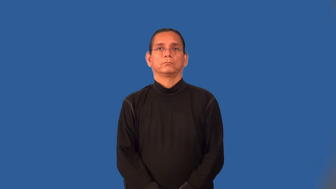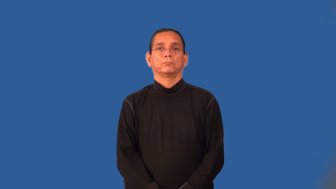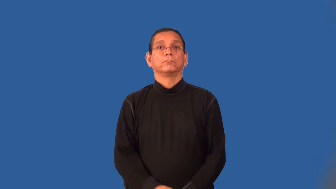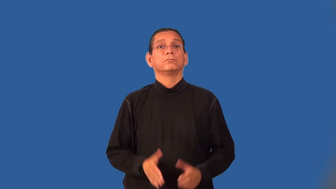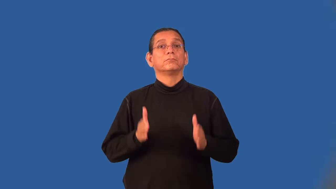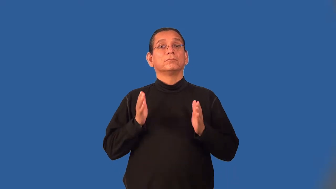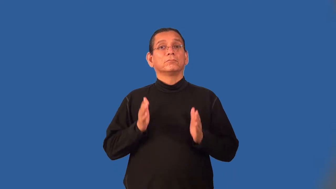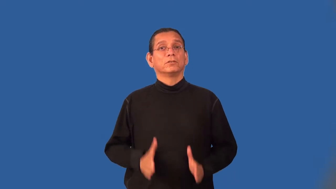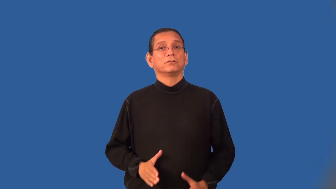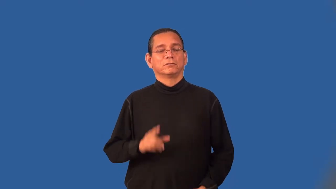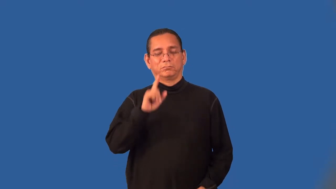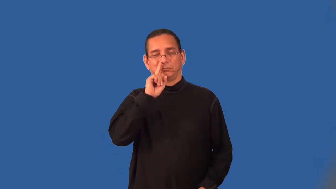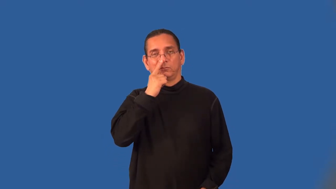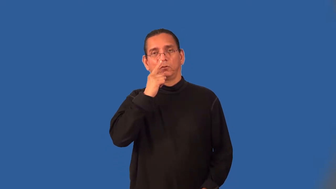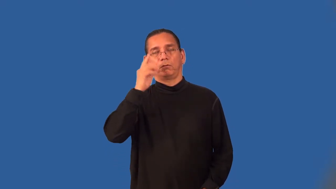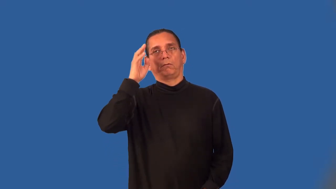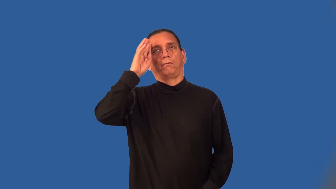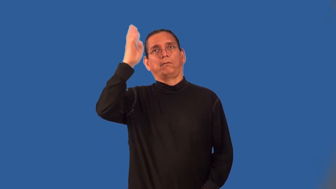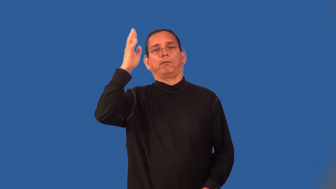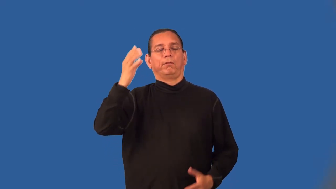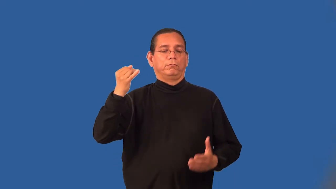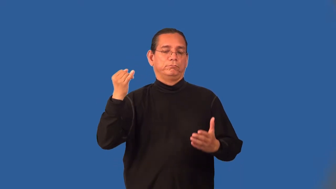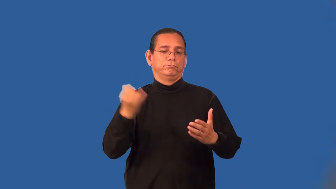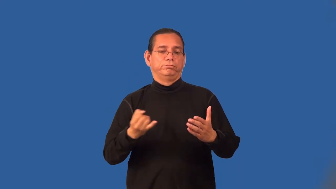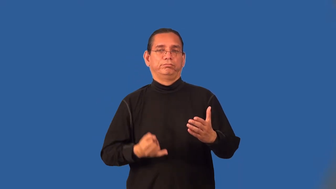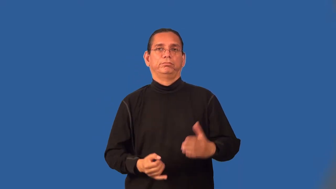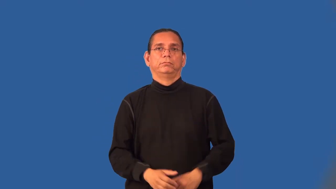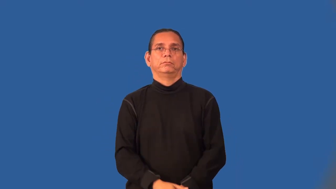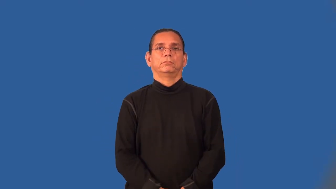doodler